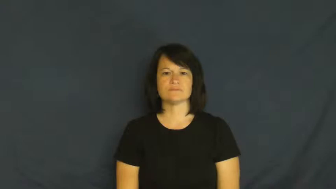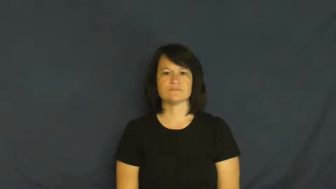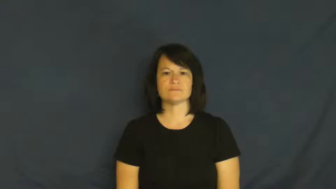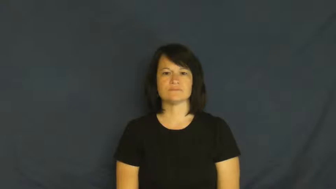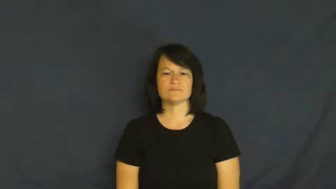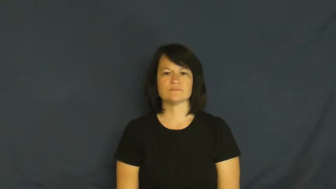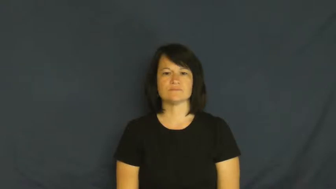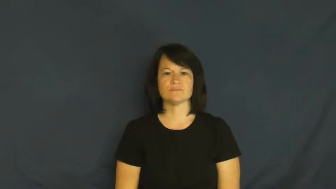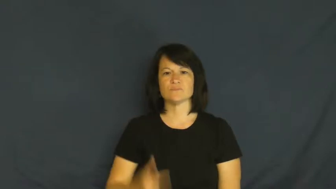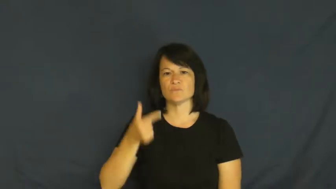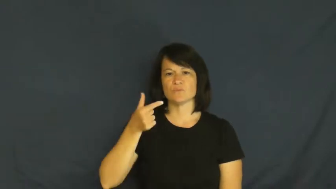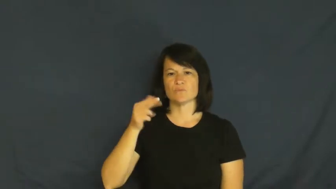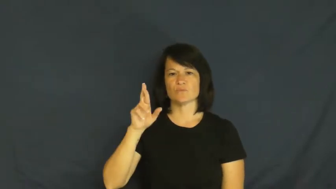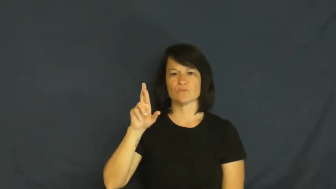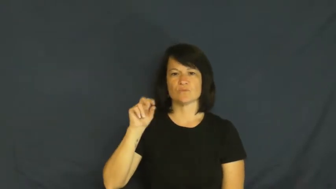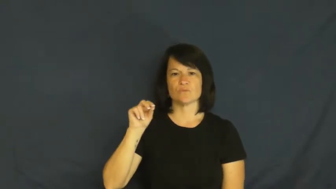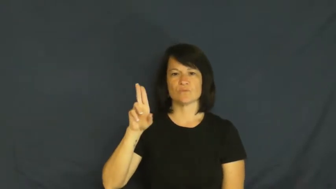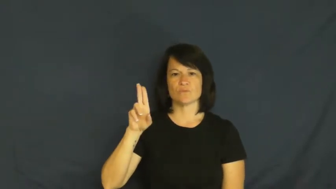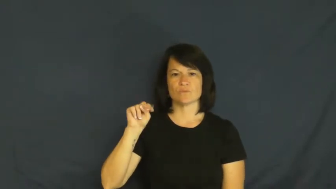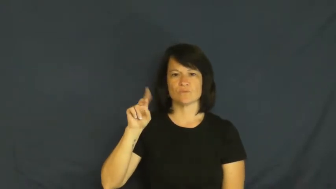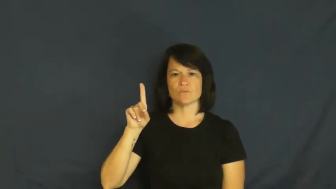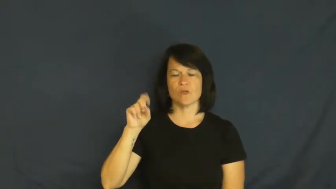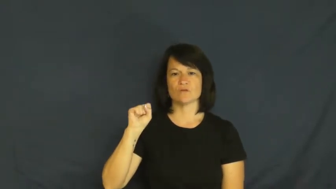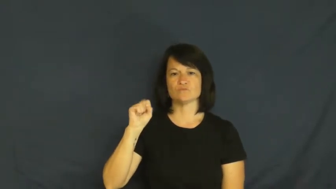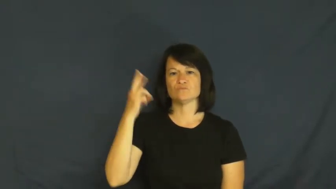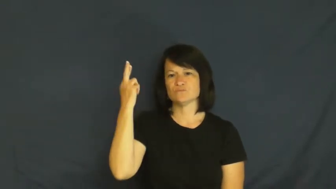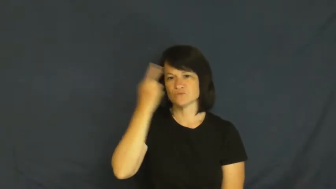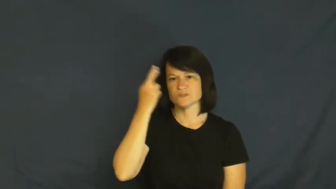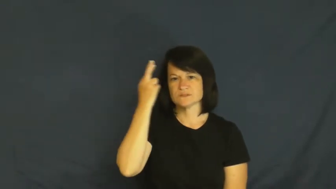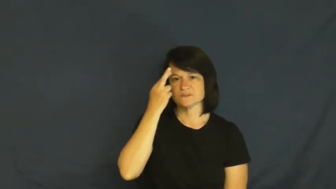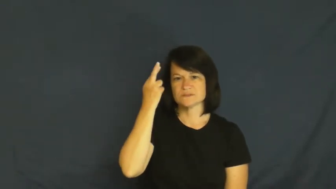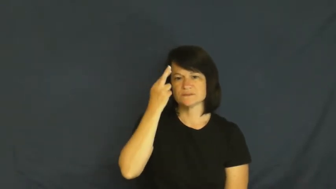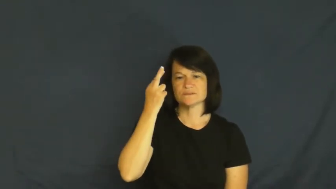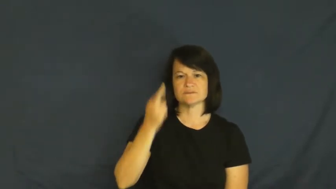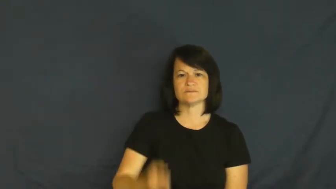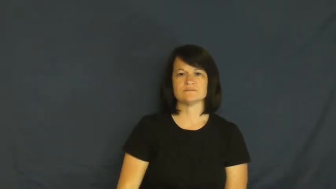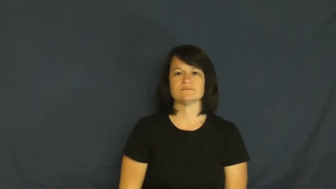grounds-reason